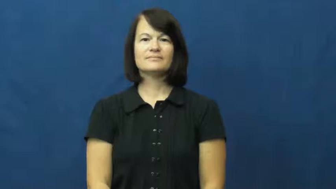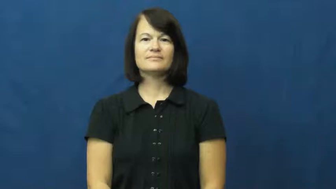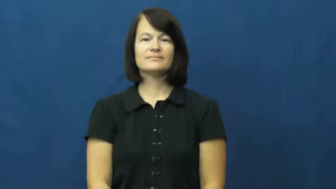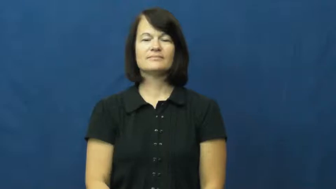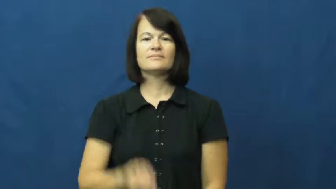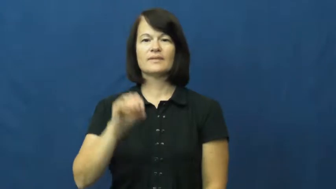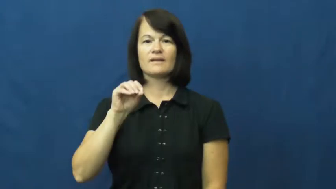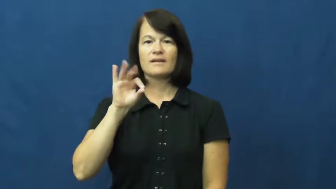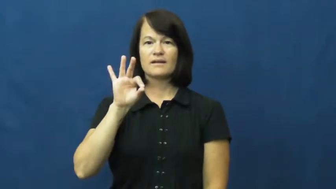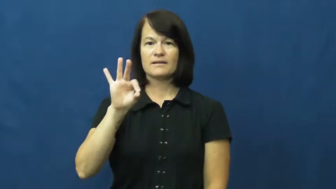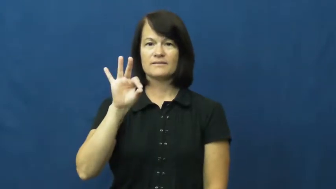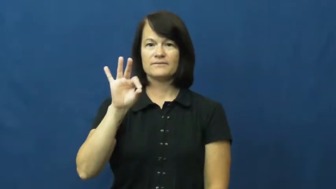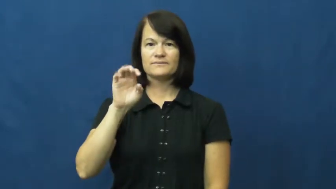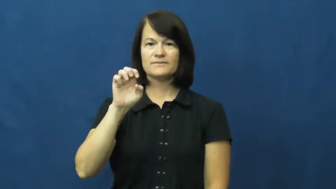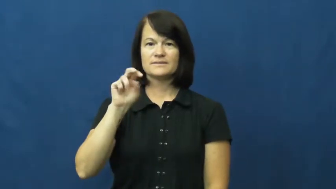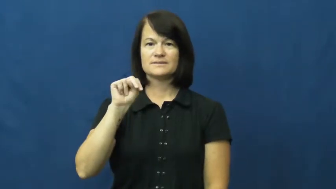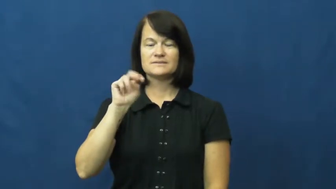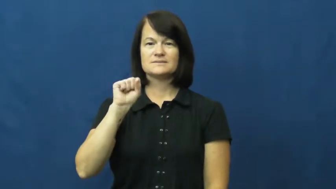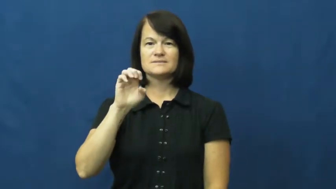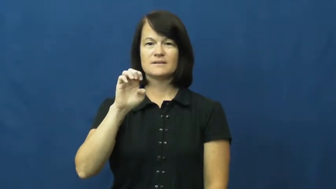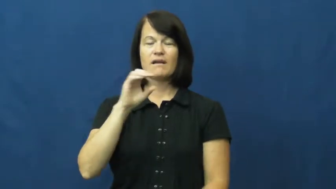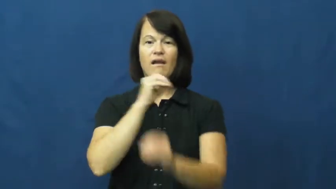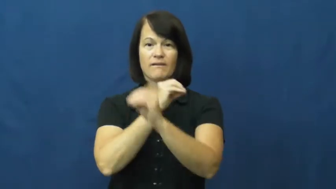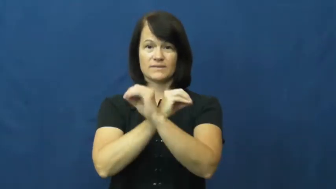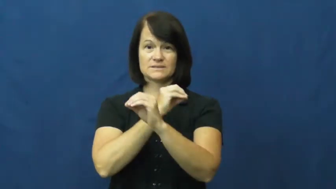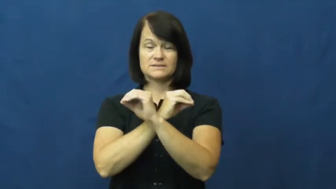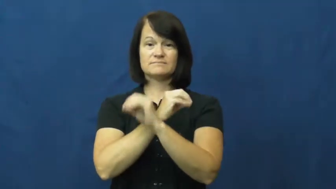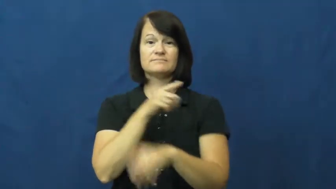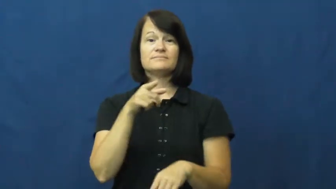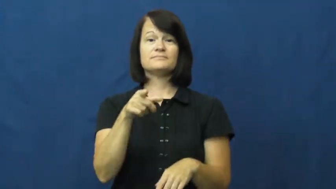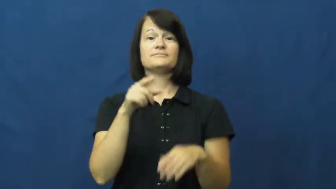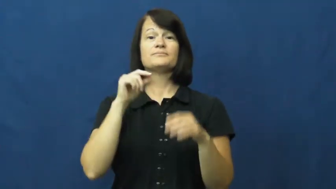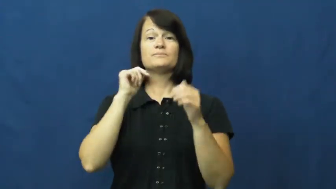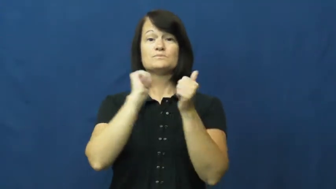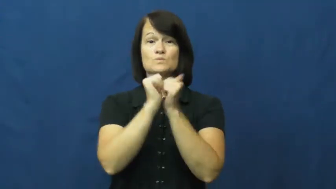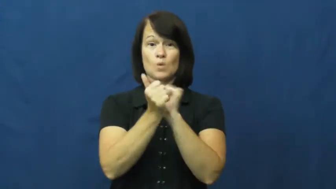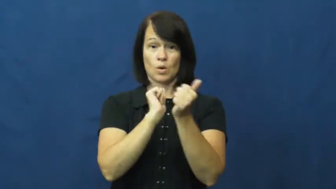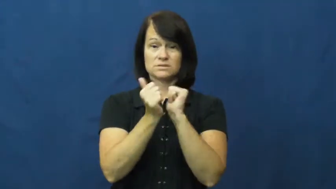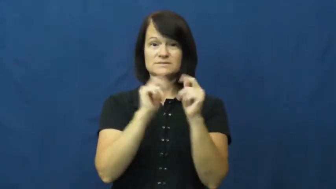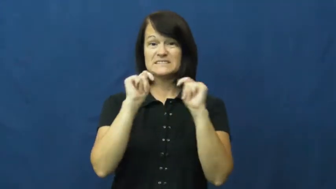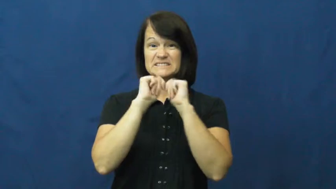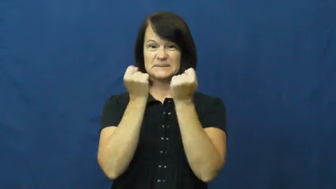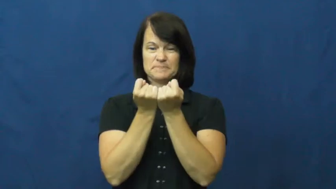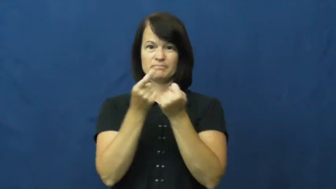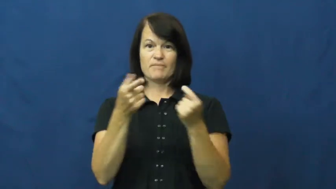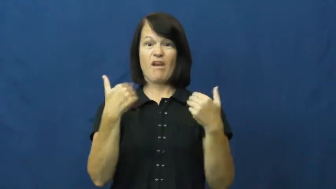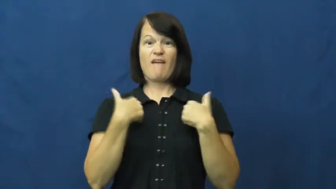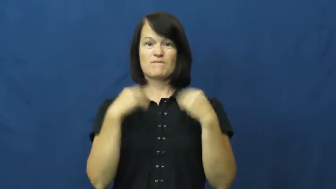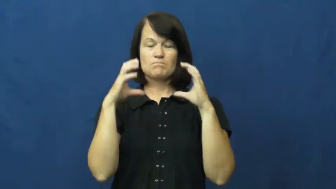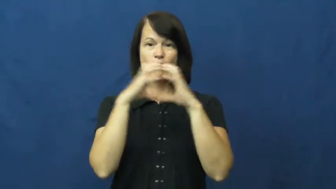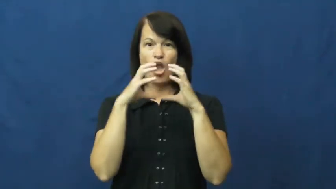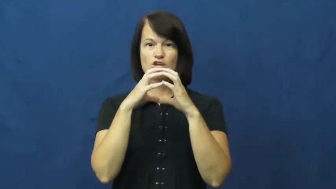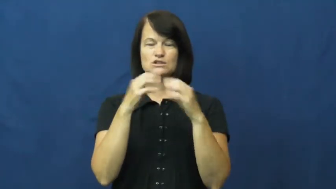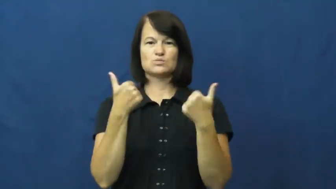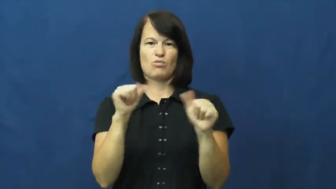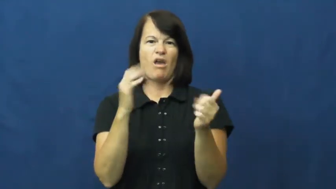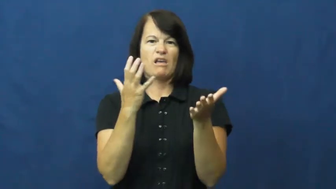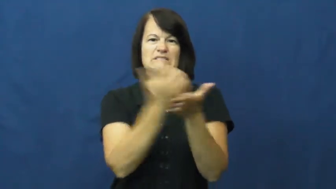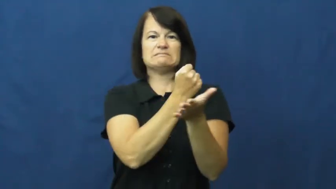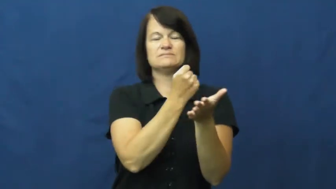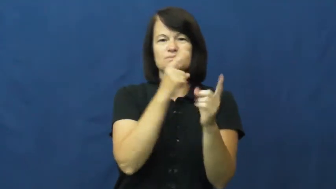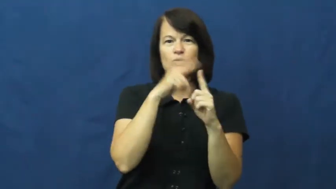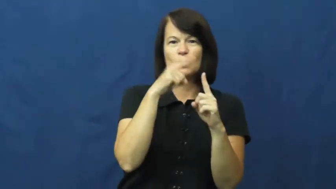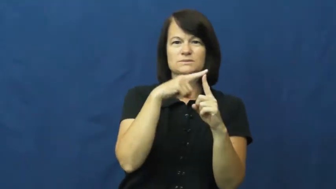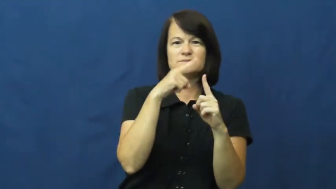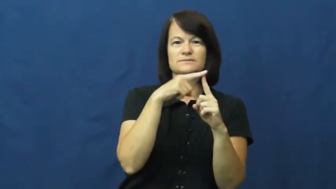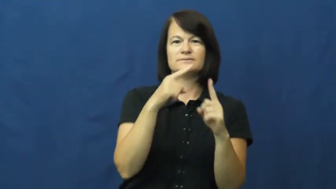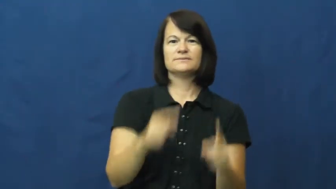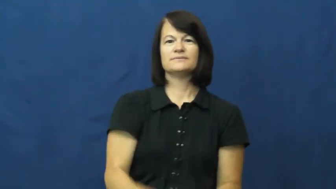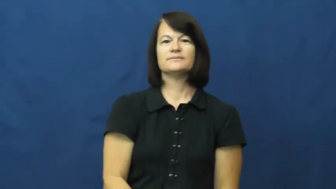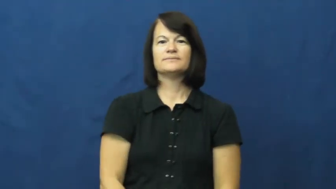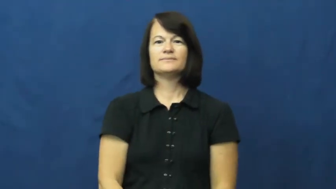offense-sports